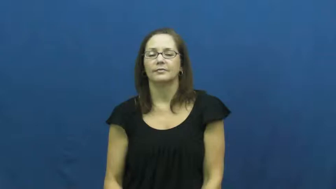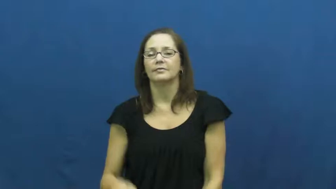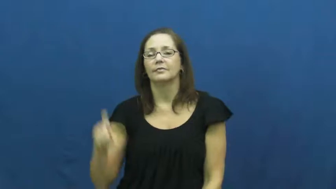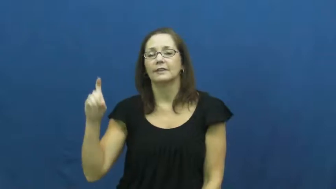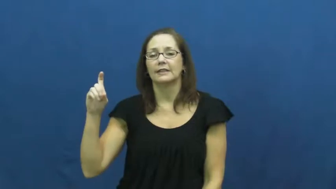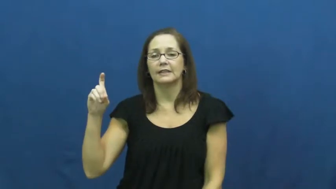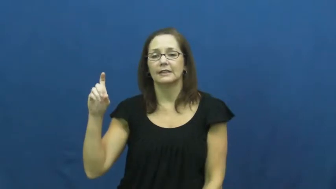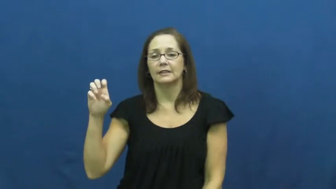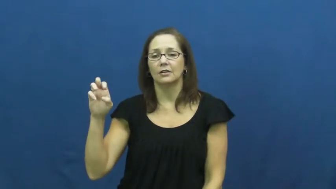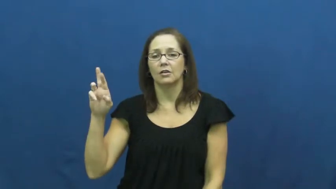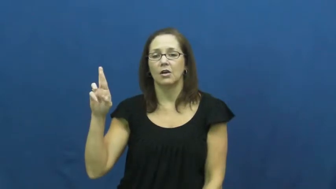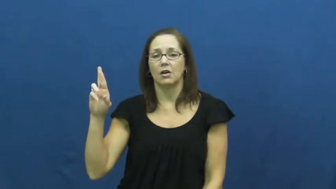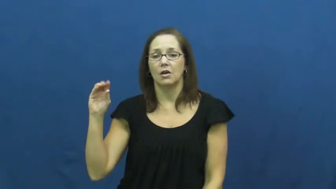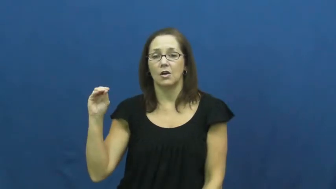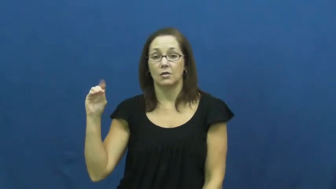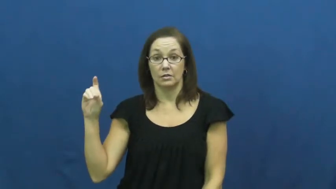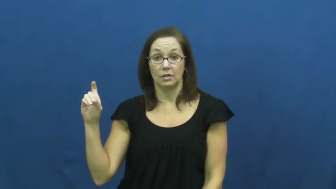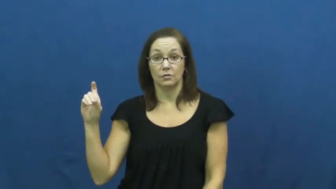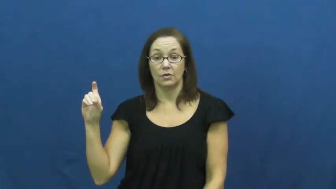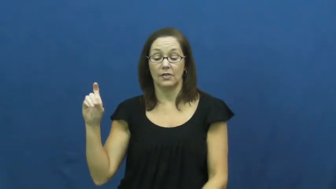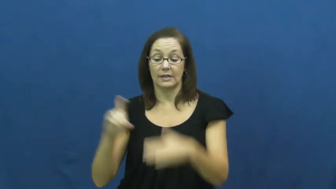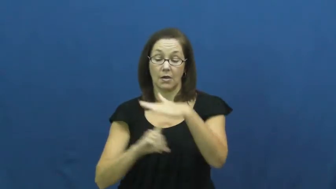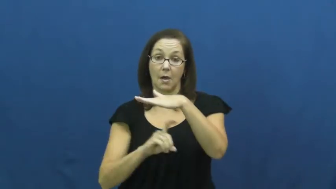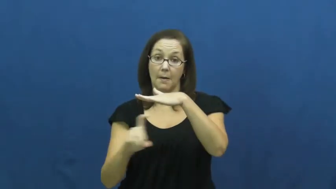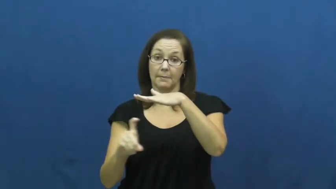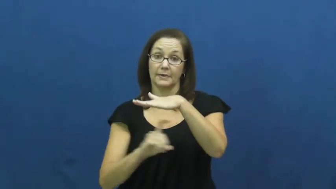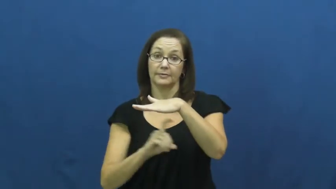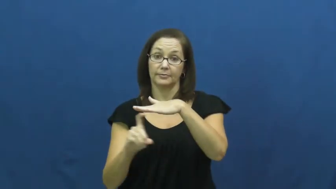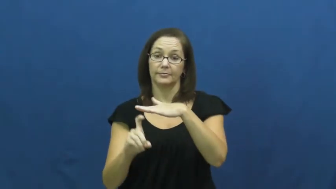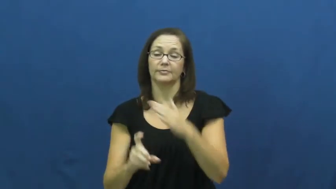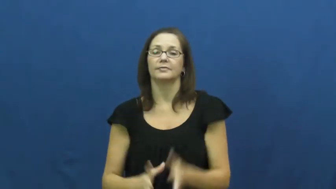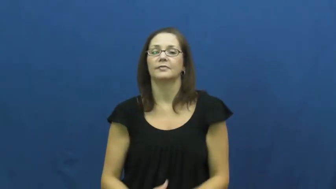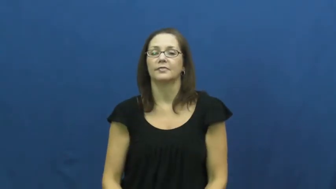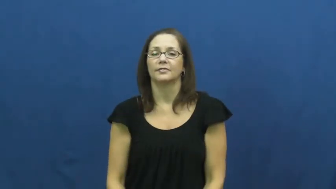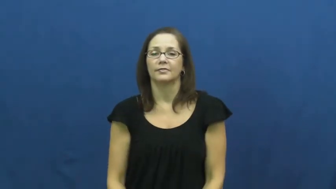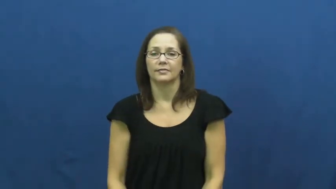xerox